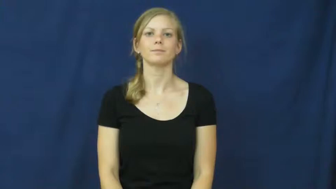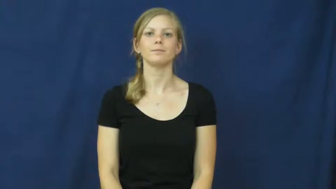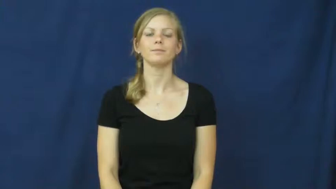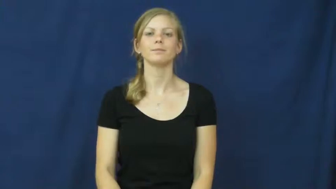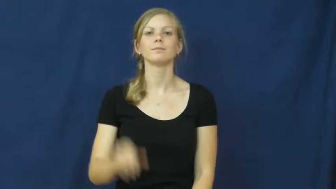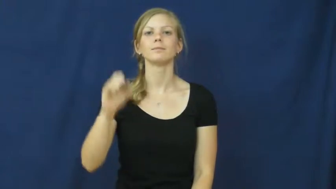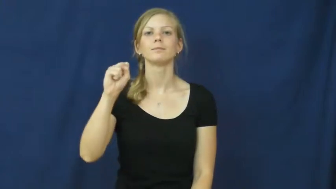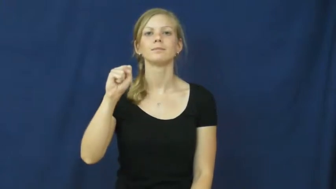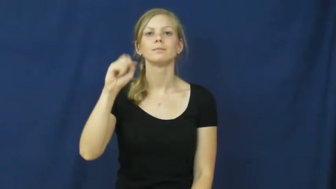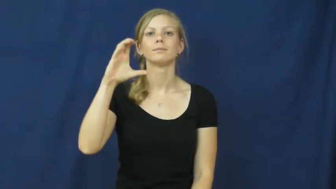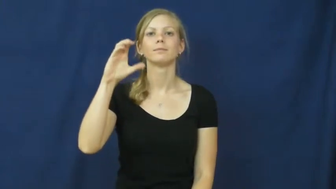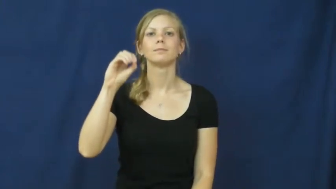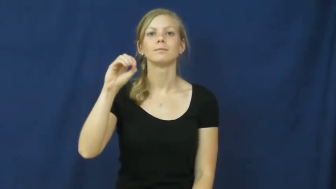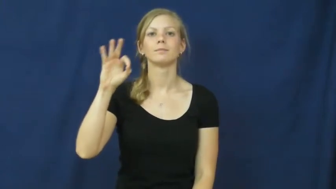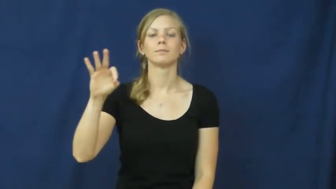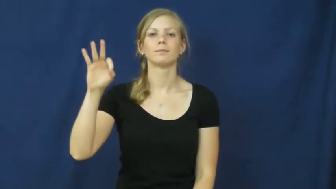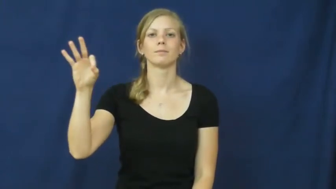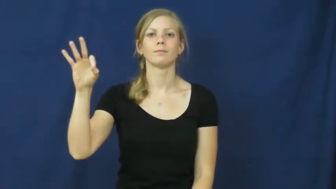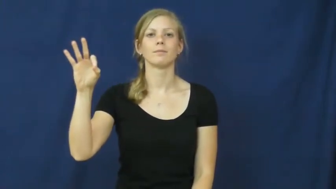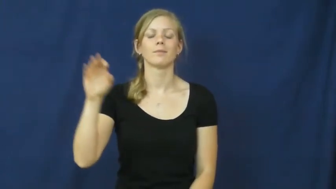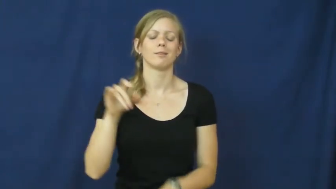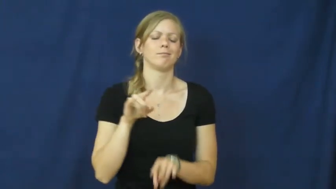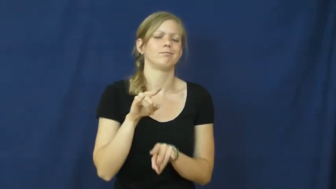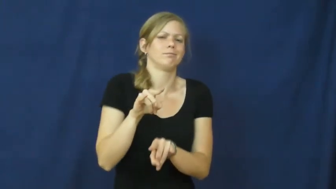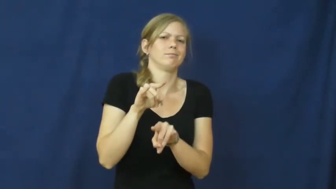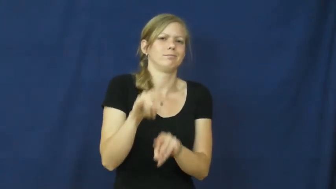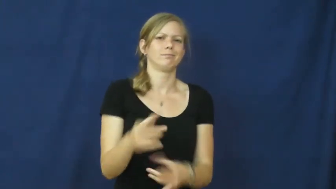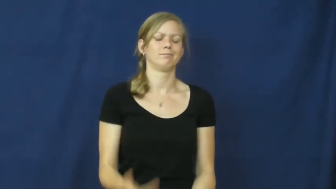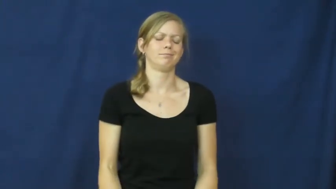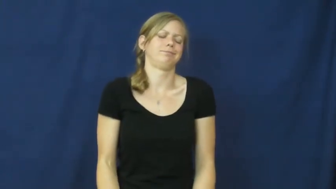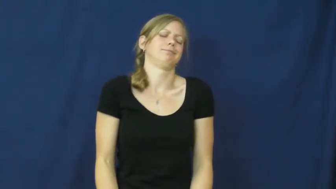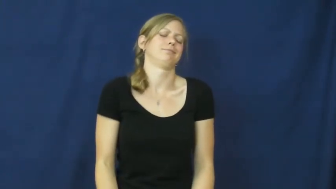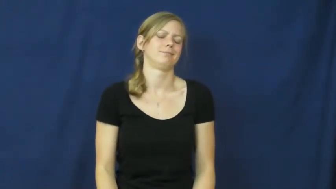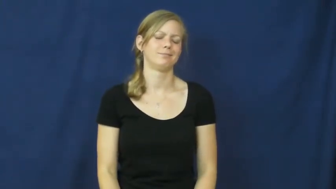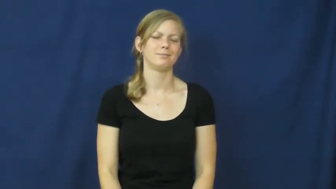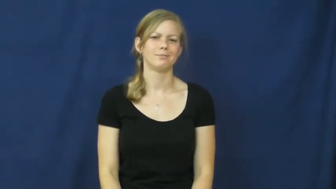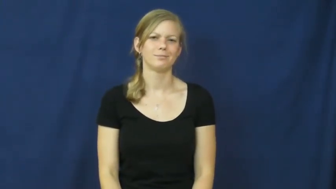scoff